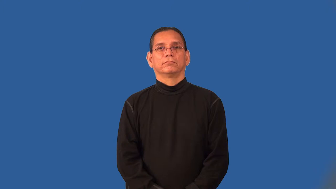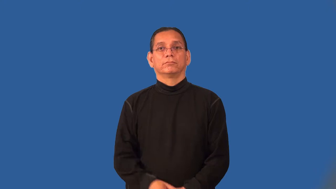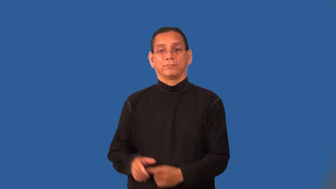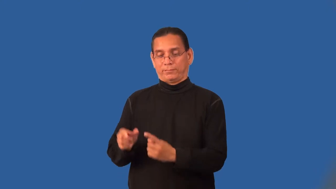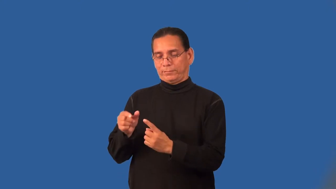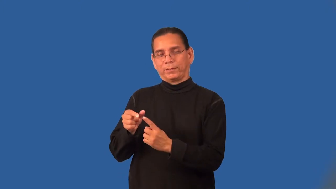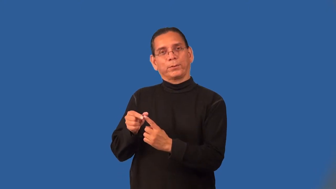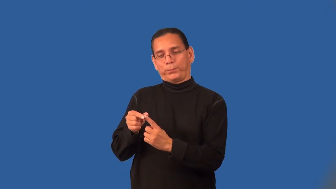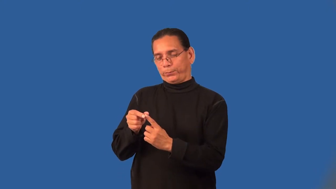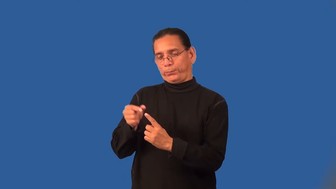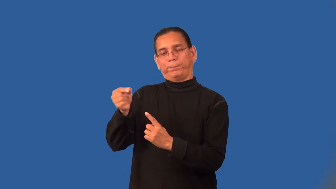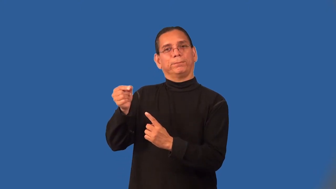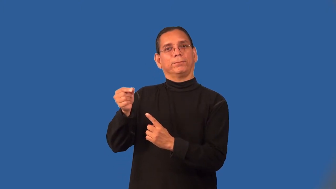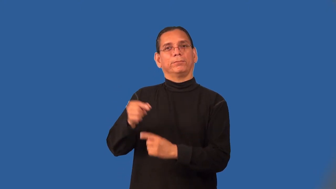pointy